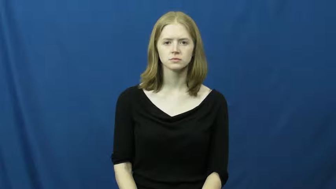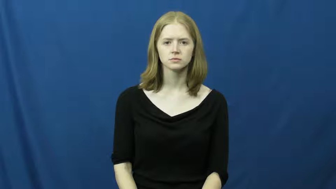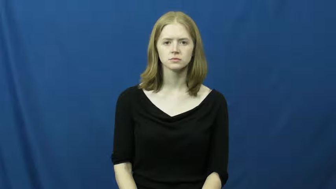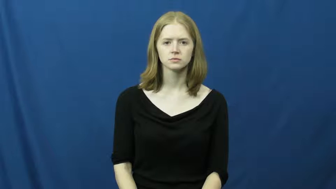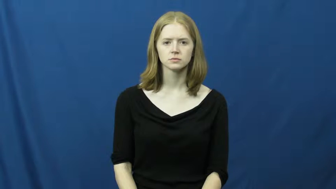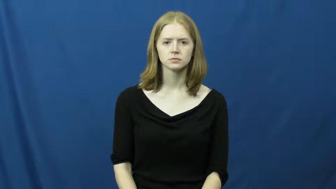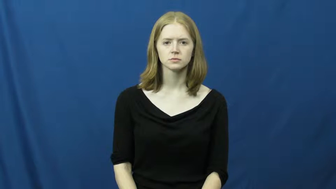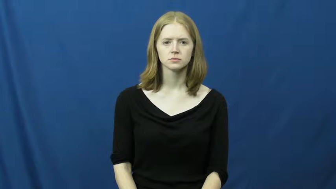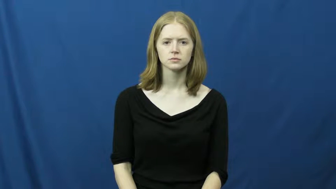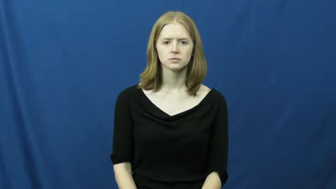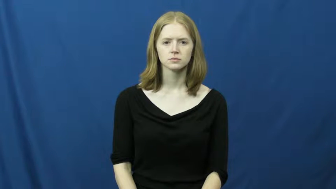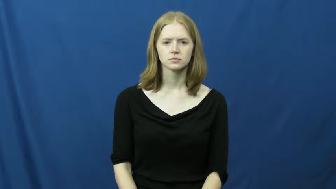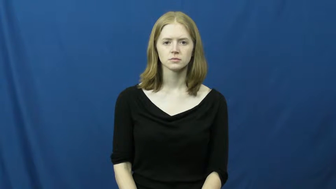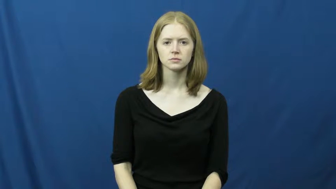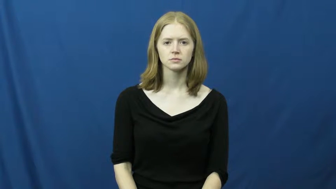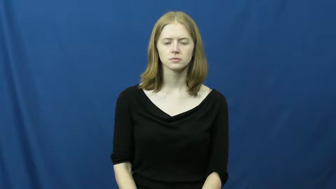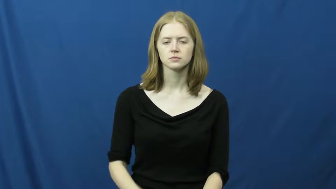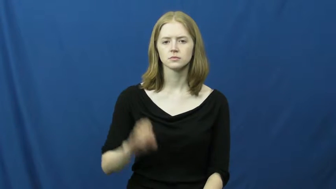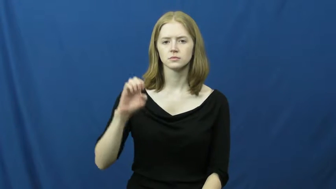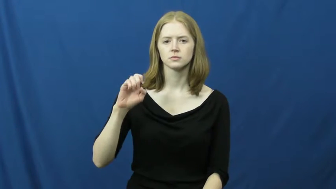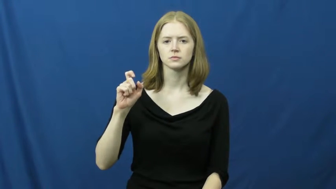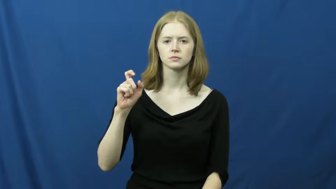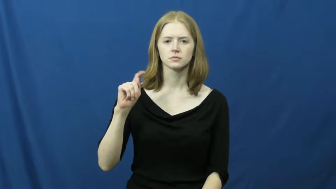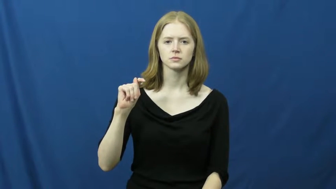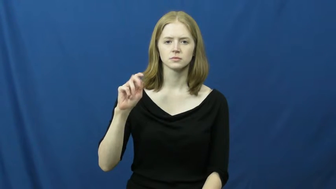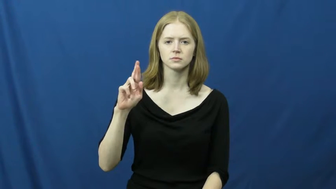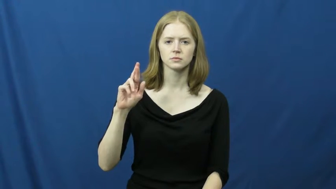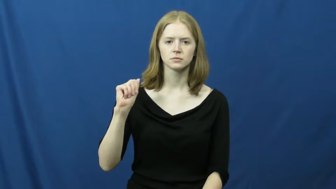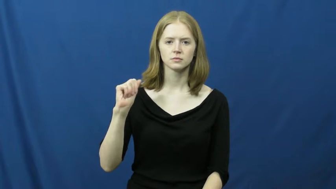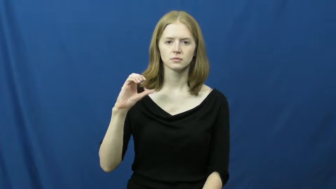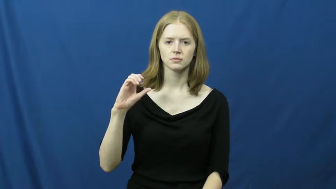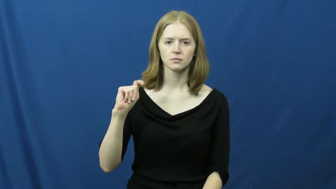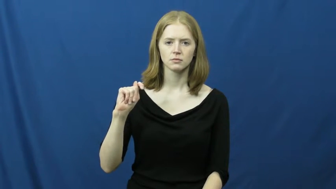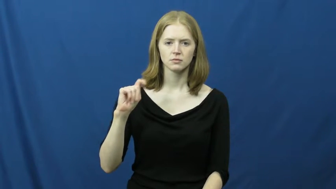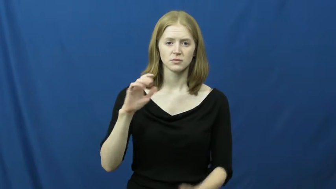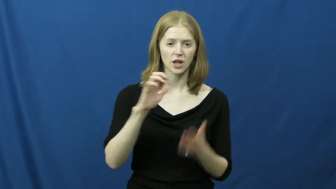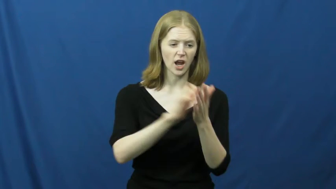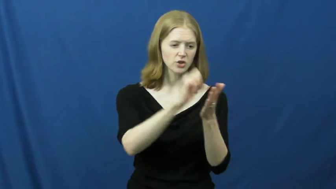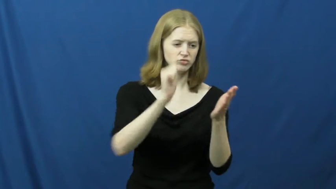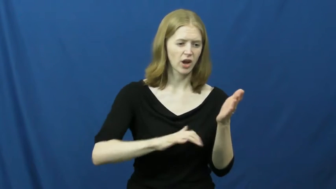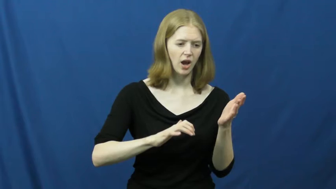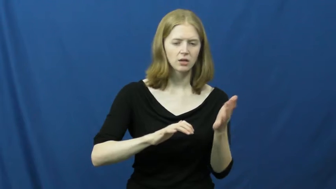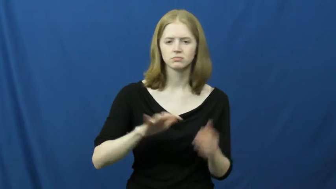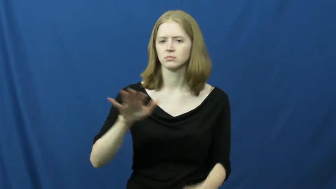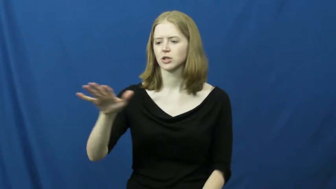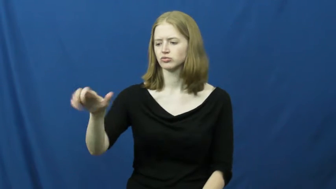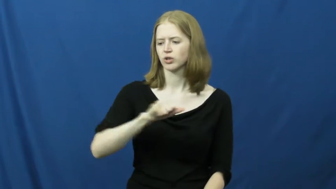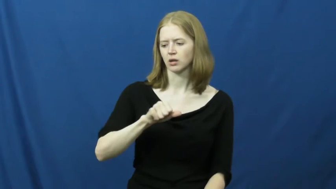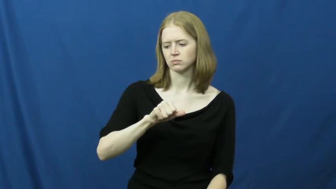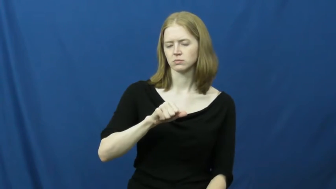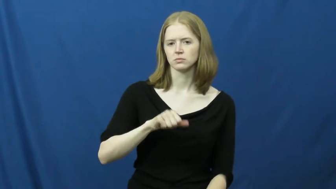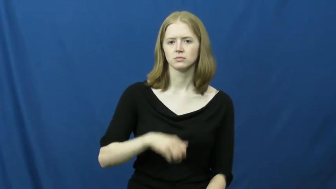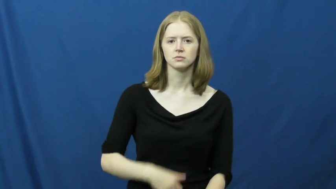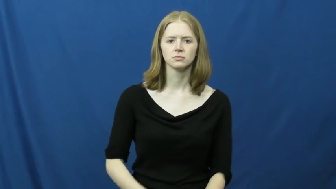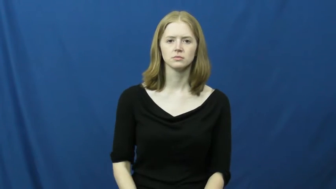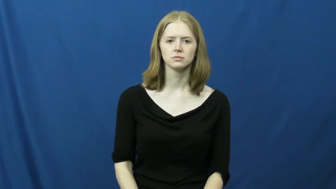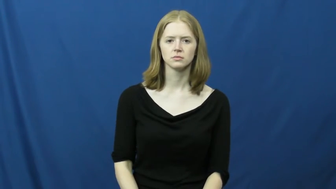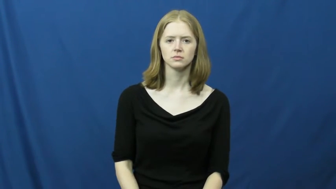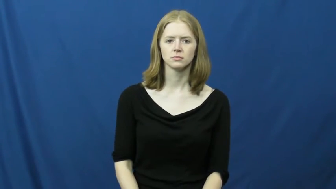extract-remove